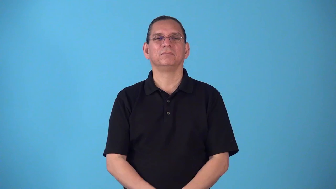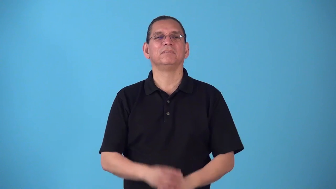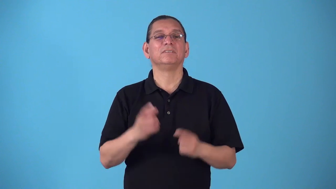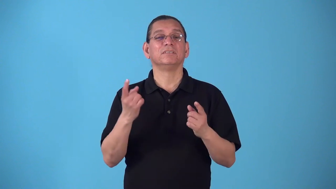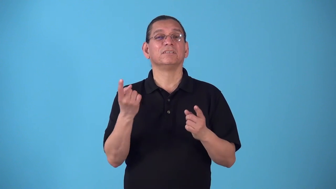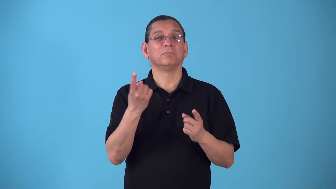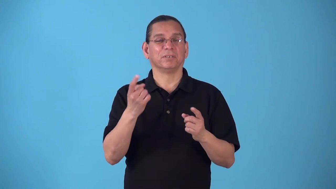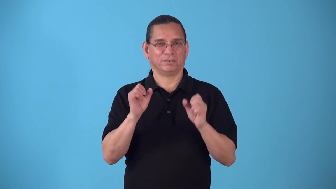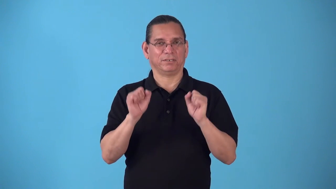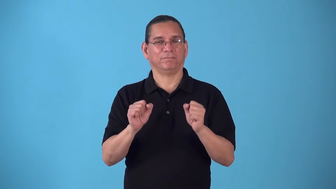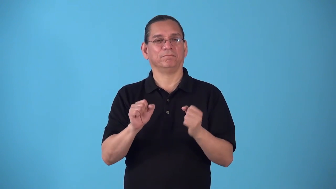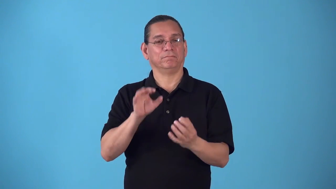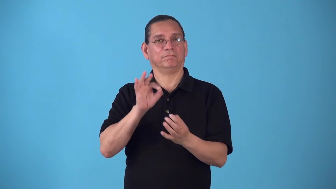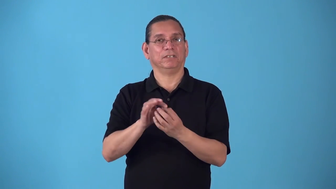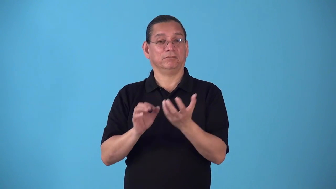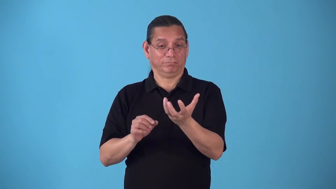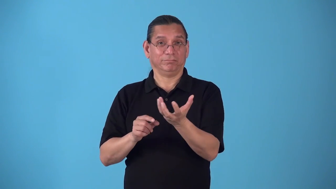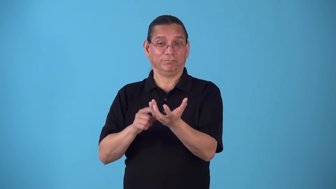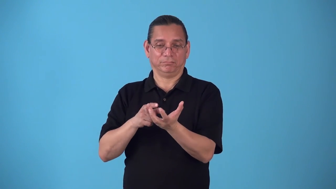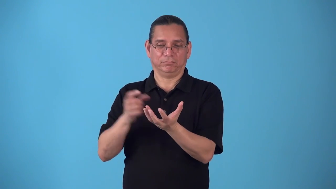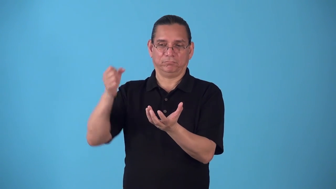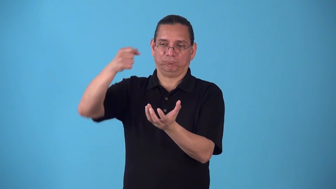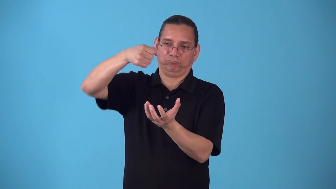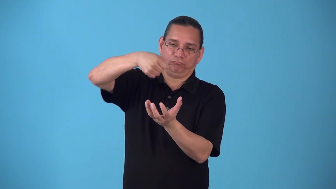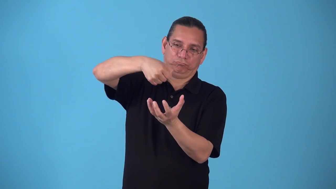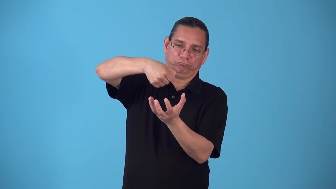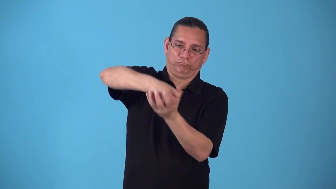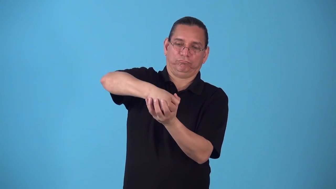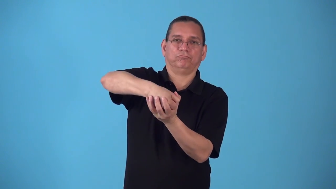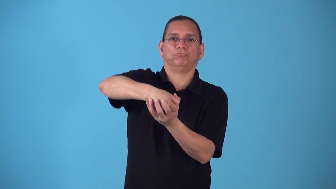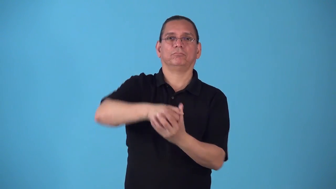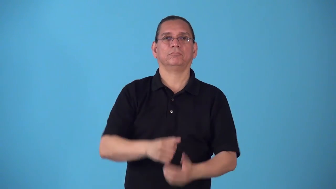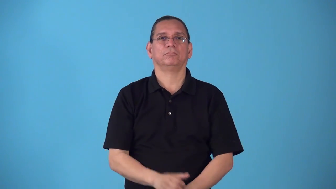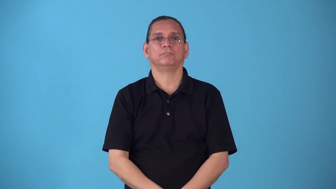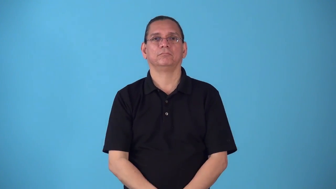socket-cup something fits in